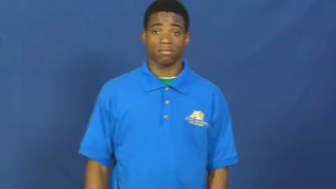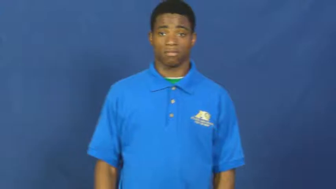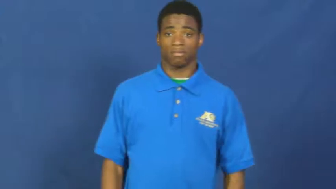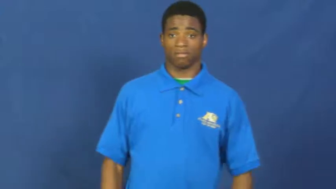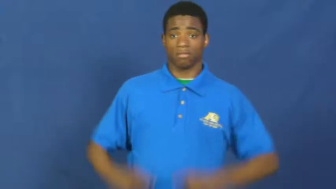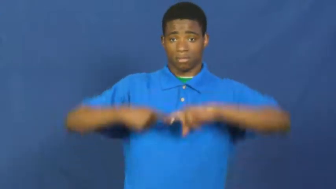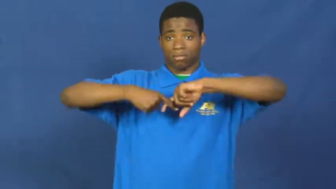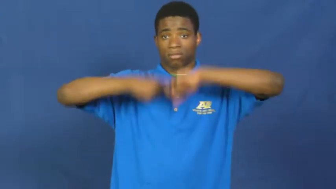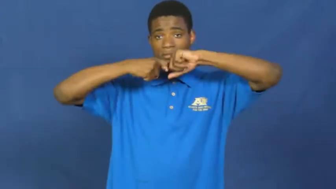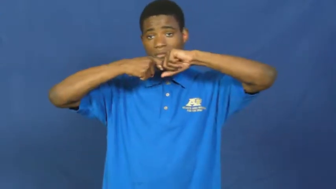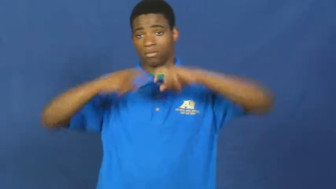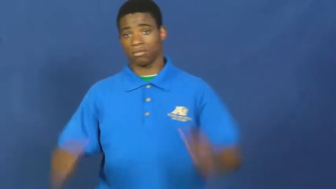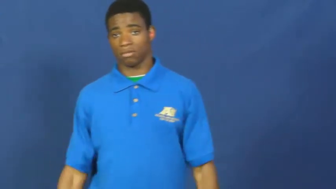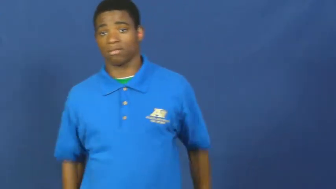suspend,call,moratorium,break,surcease